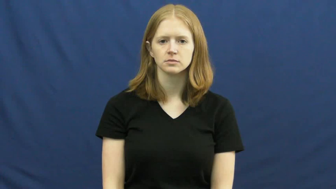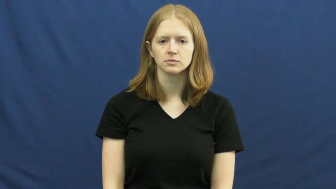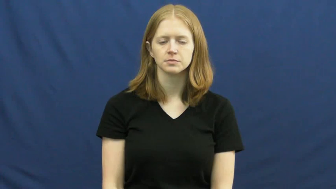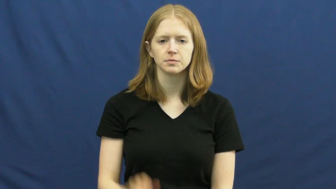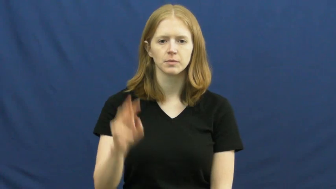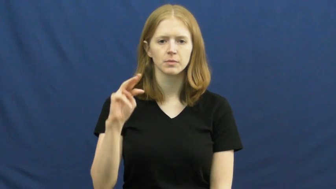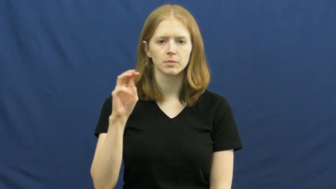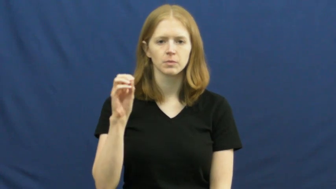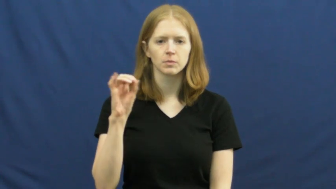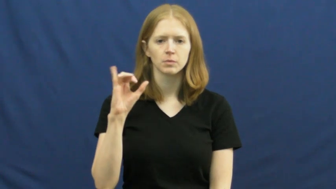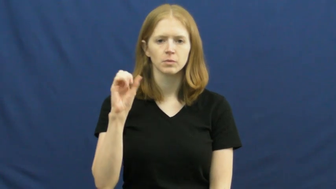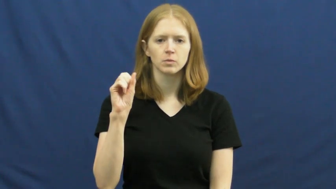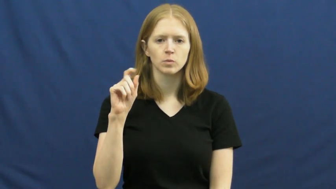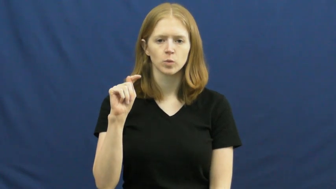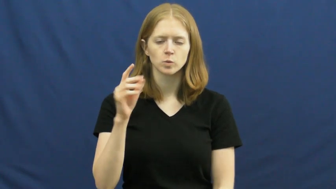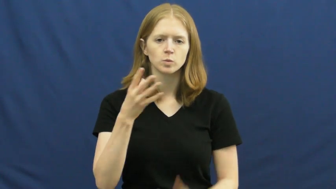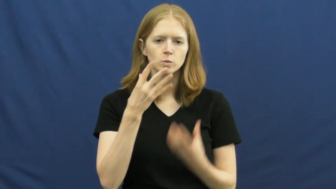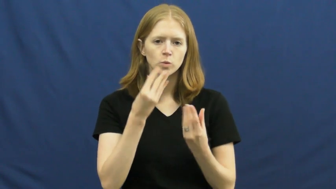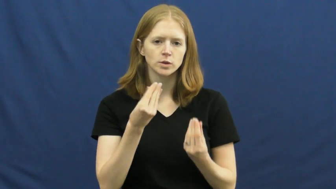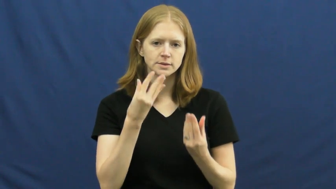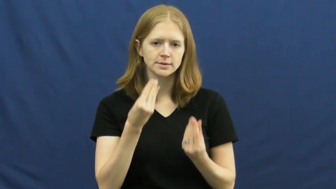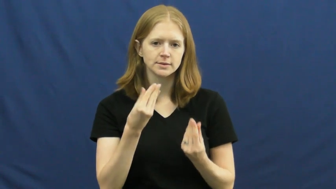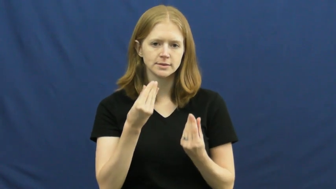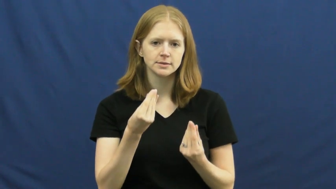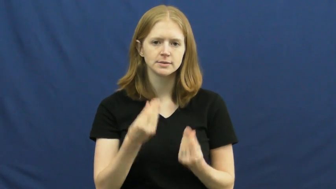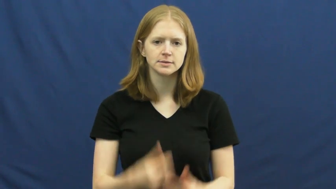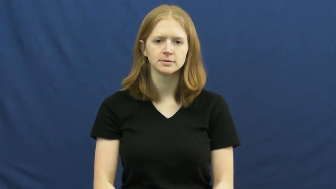moist